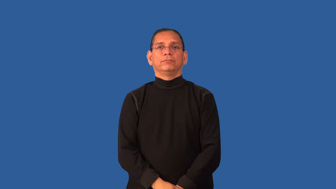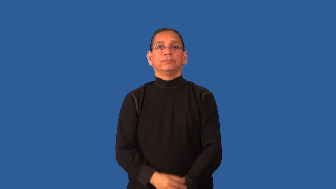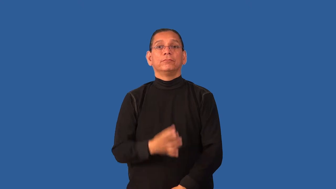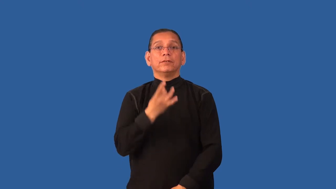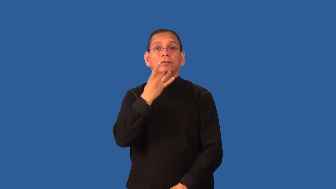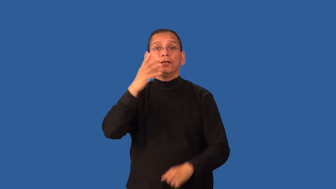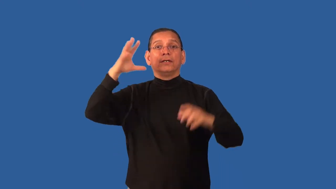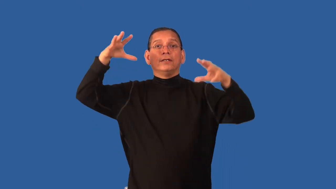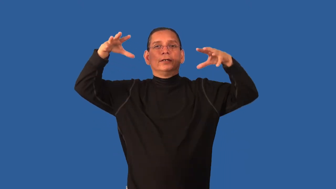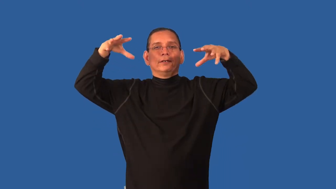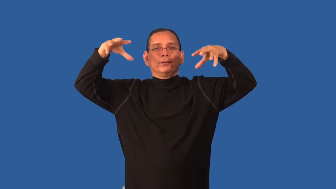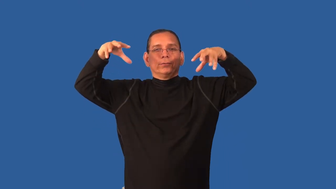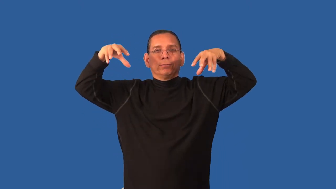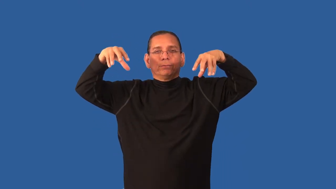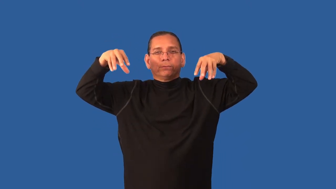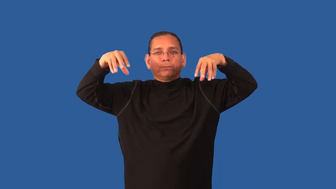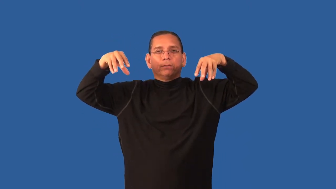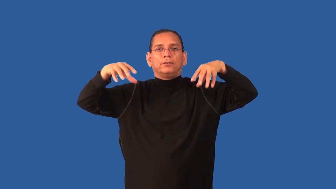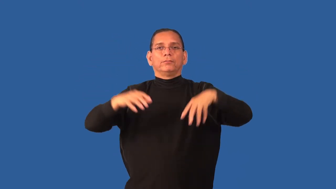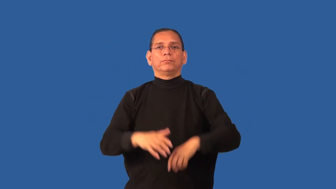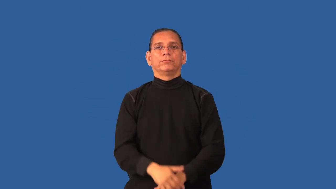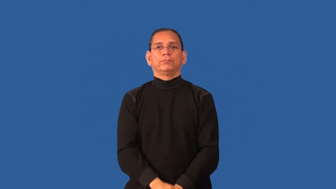dim-not bright